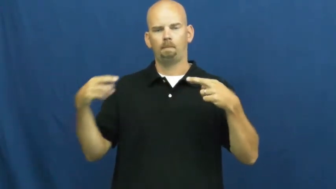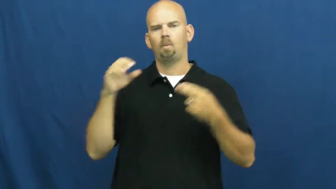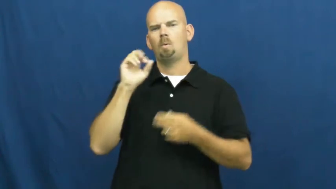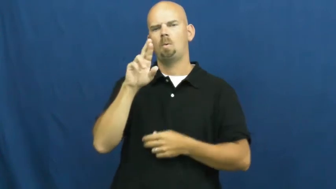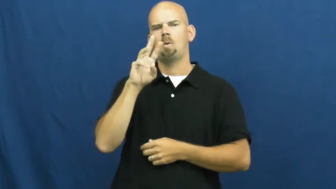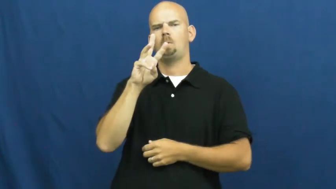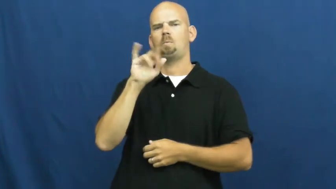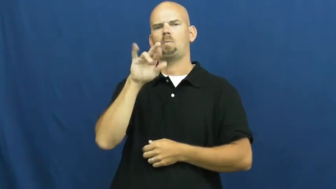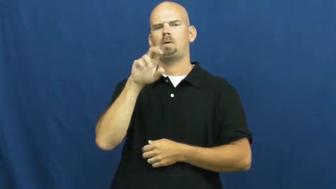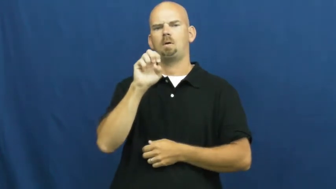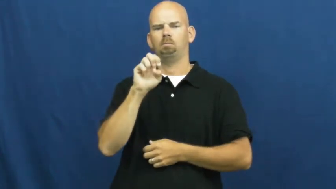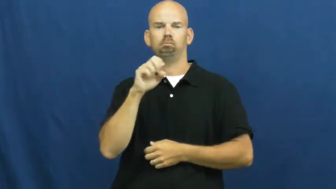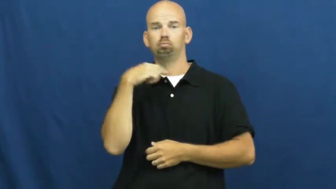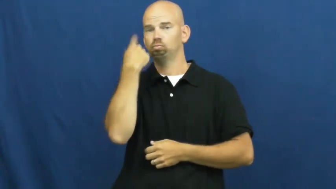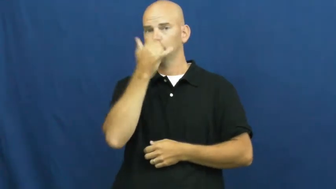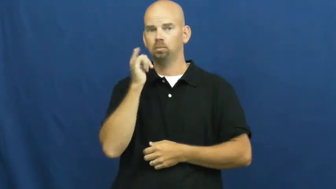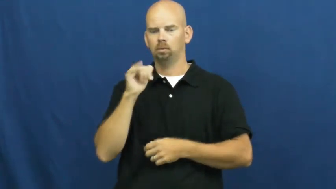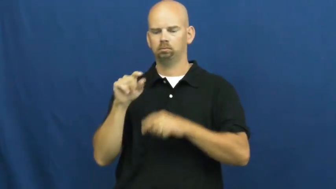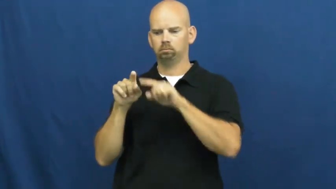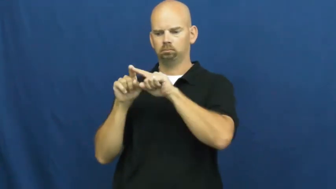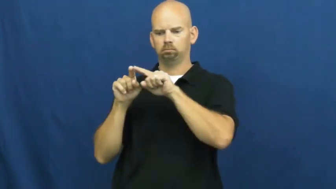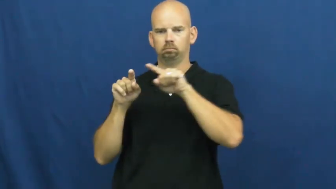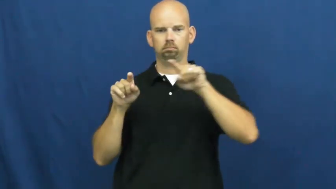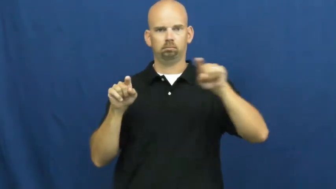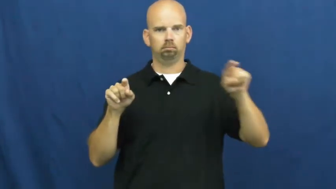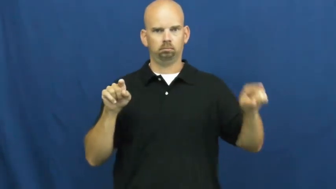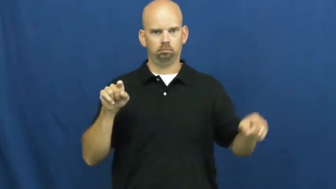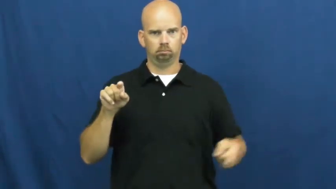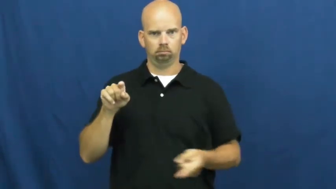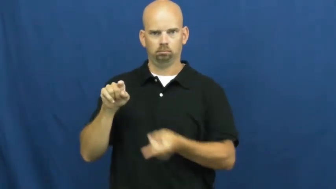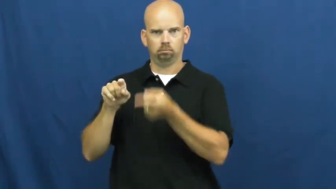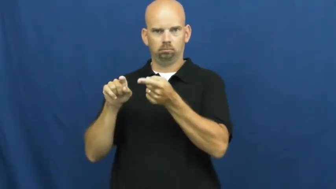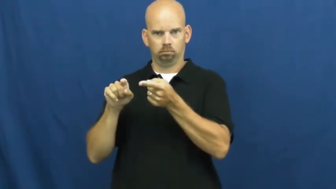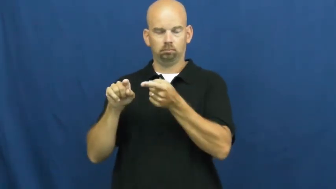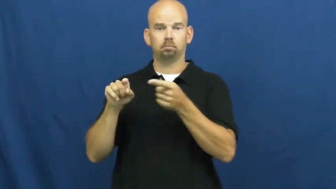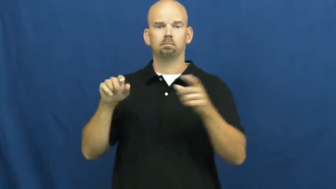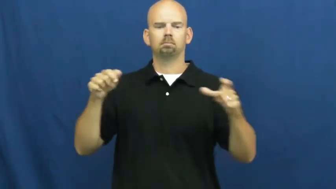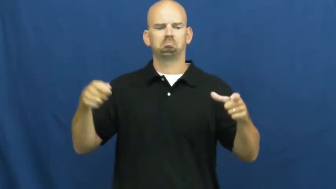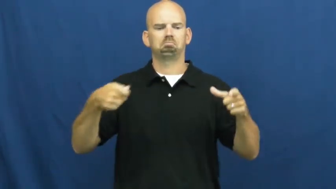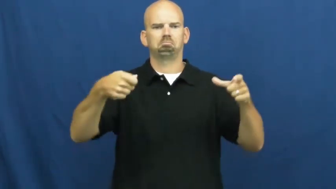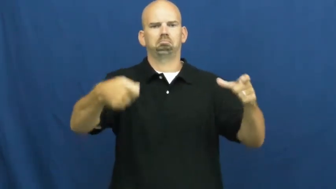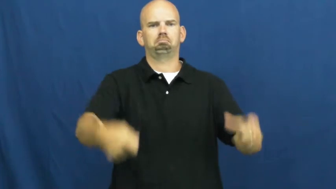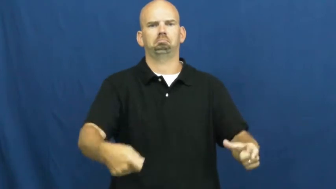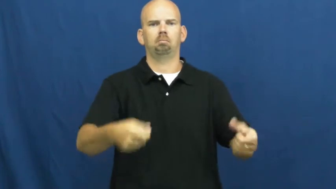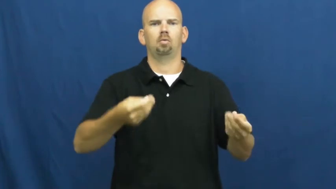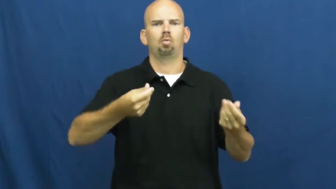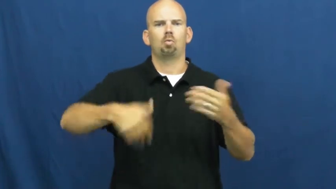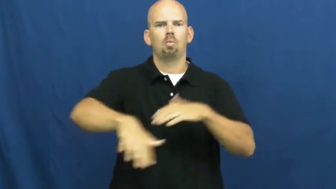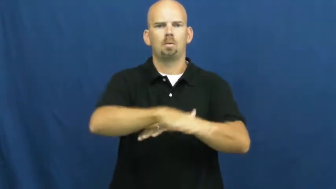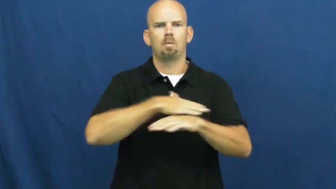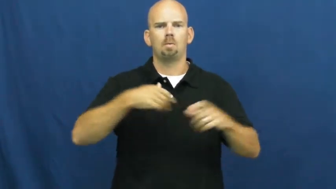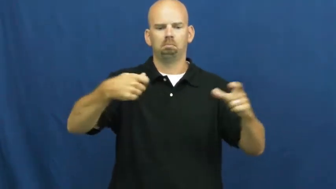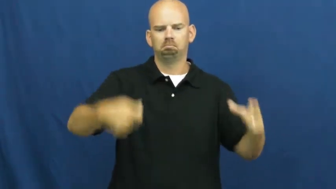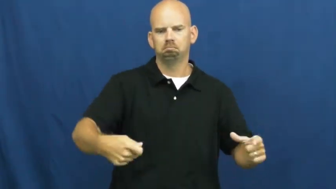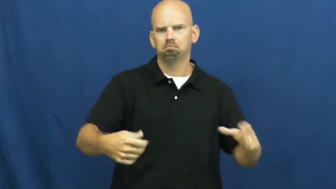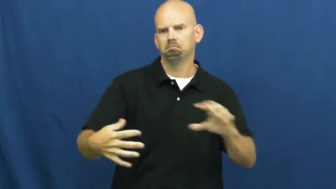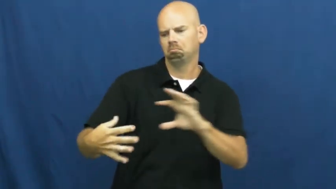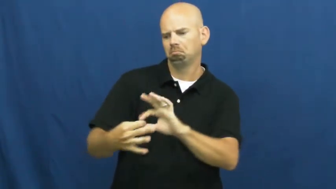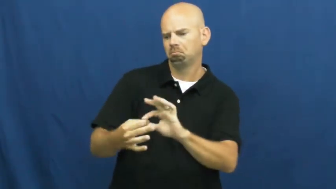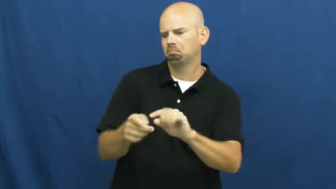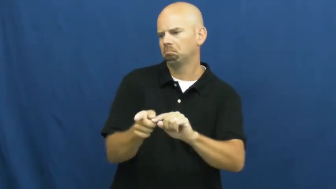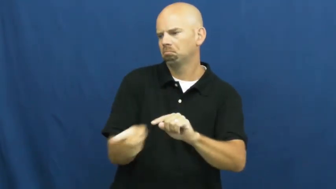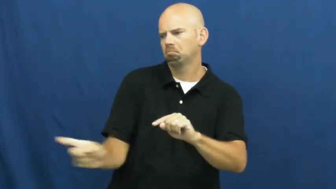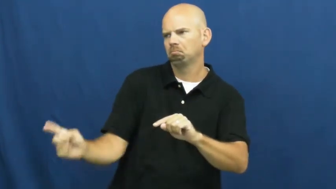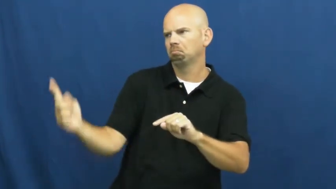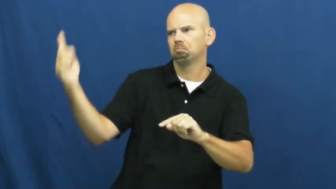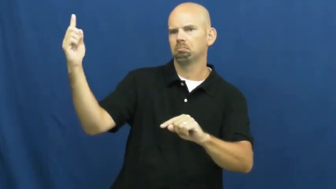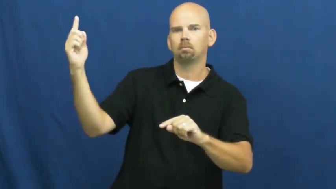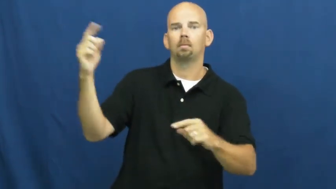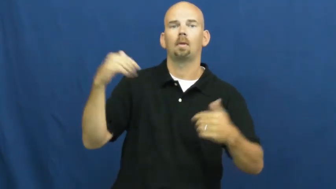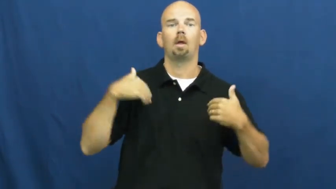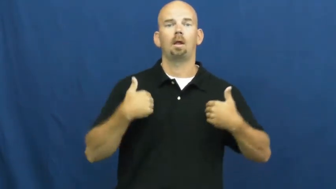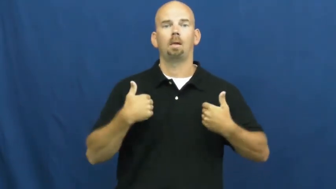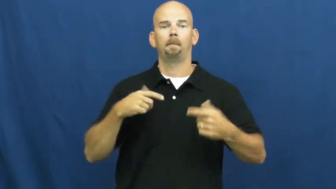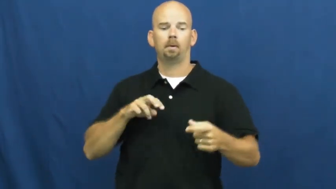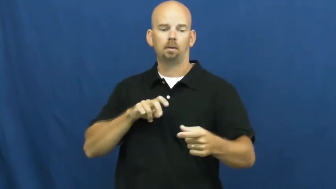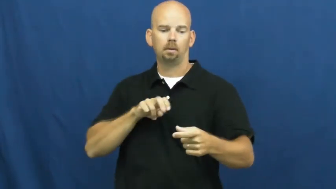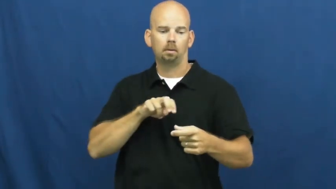snare,gin